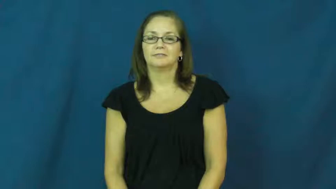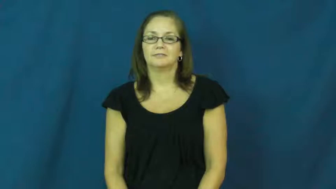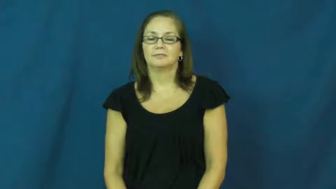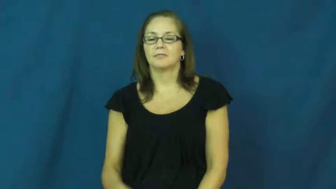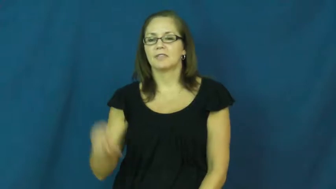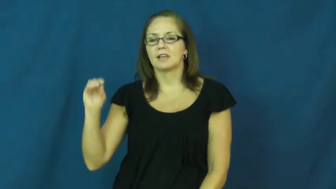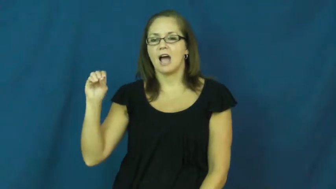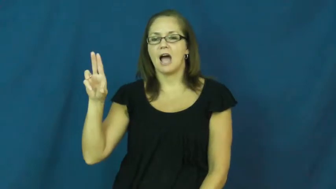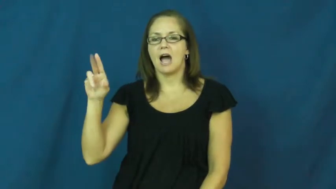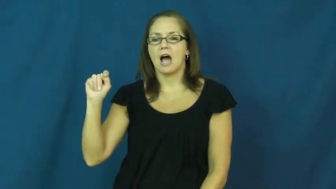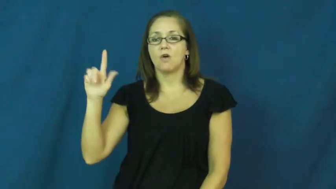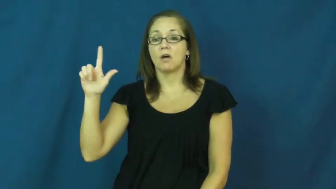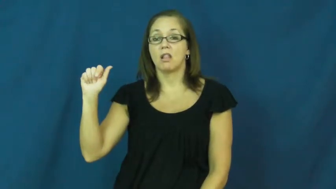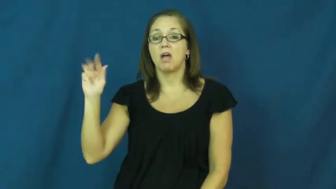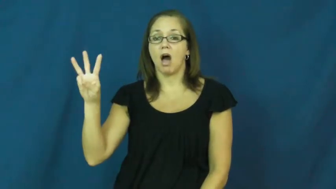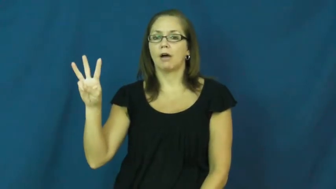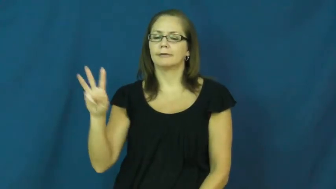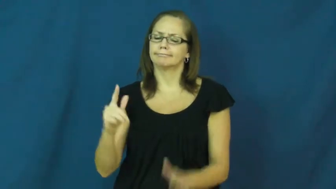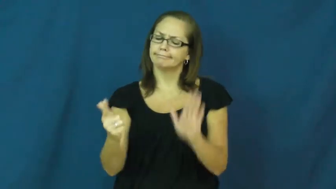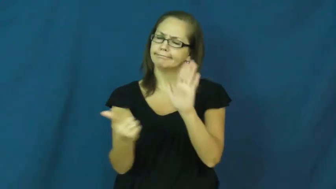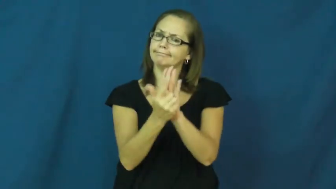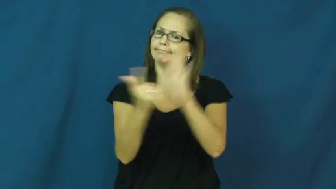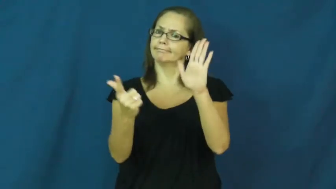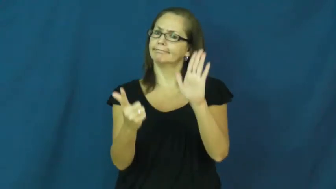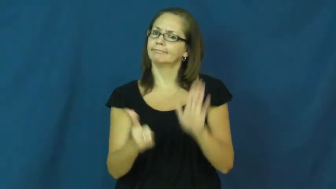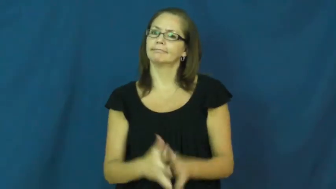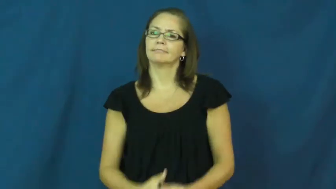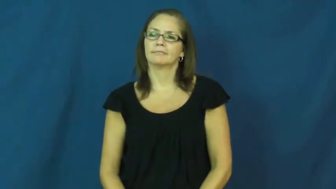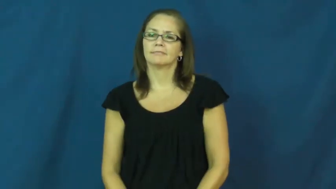outlaw-verb